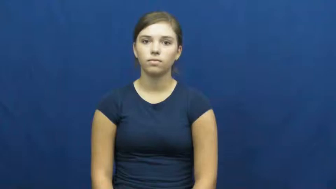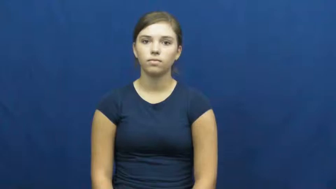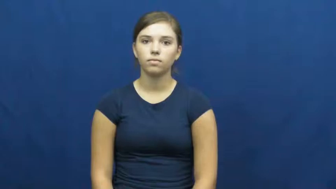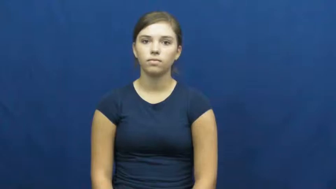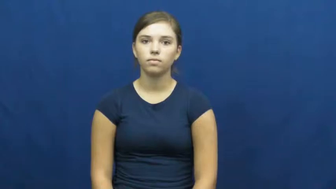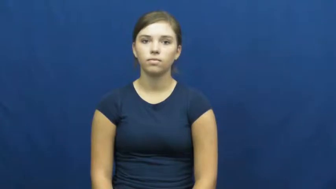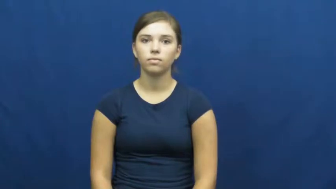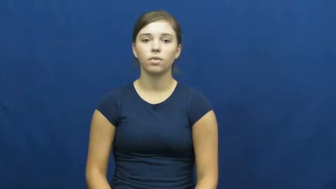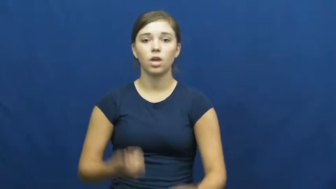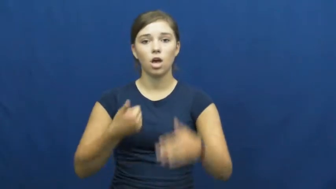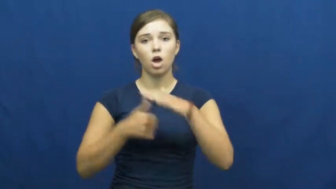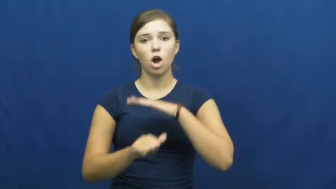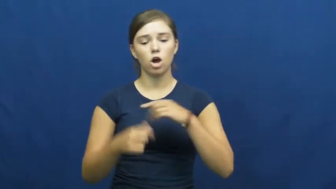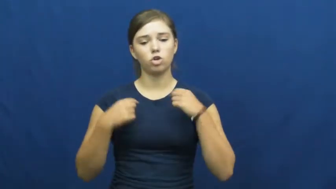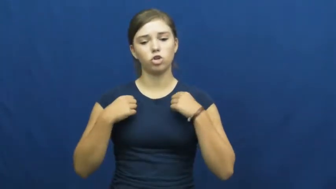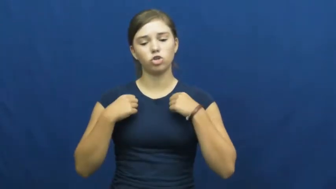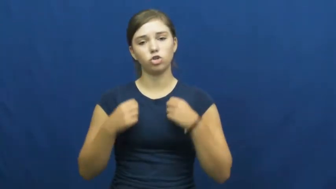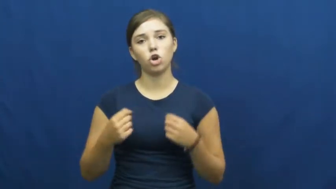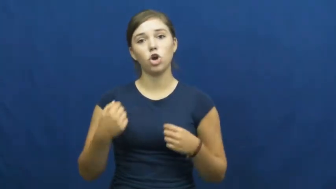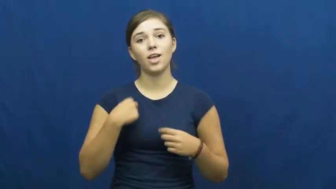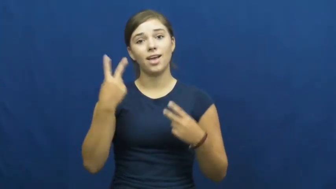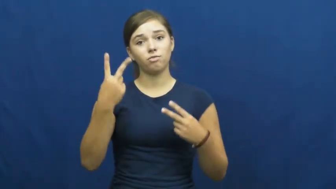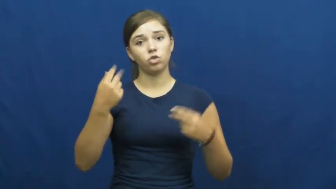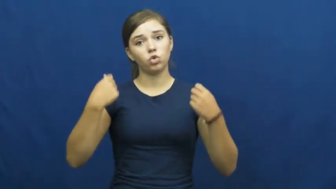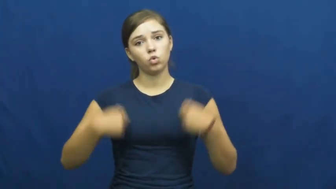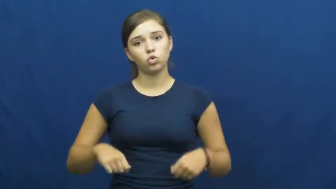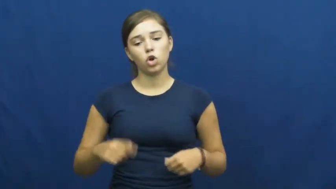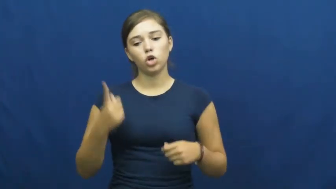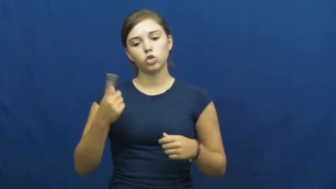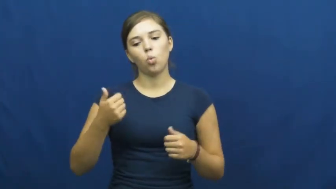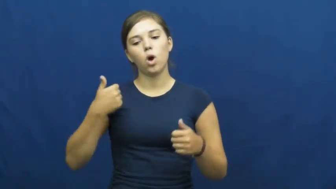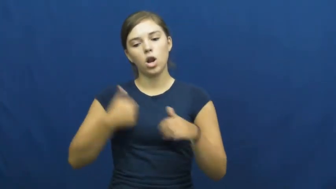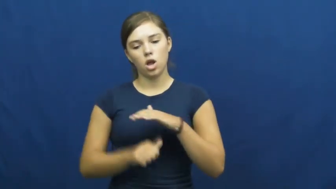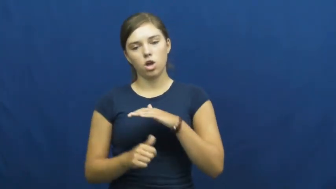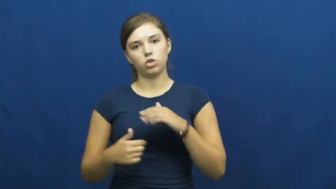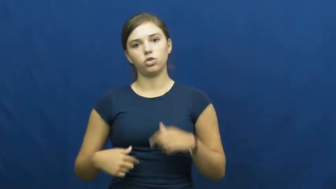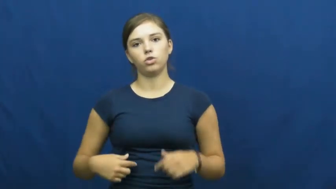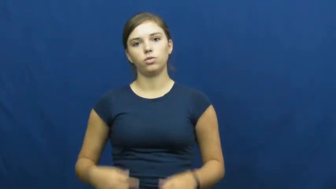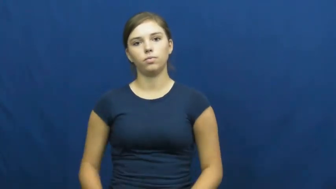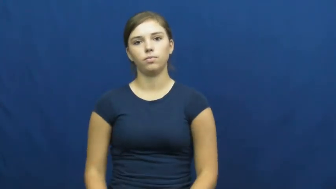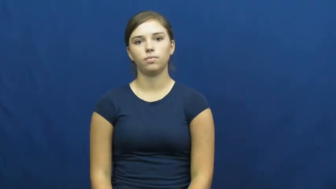undershirt